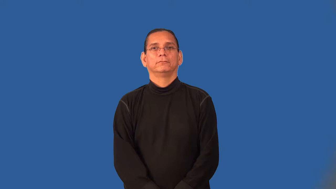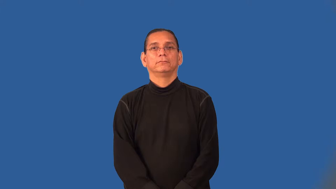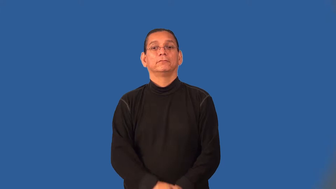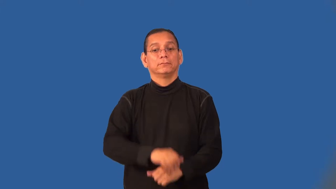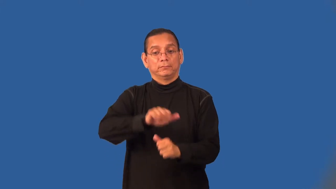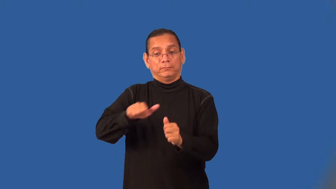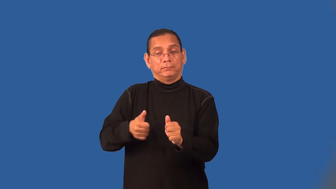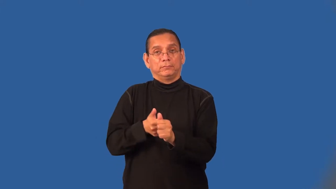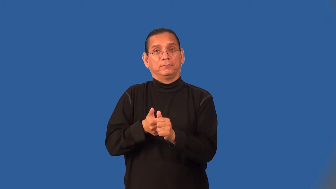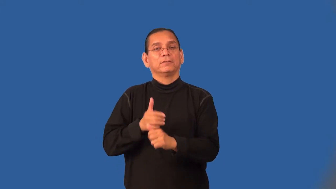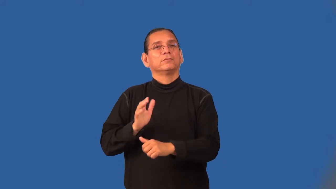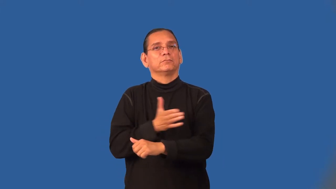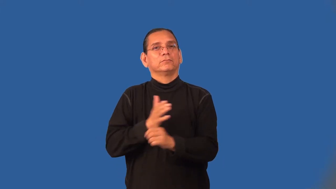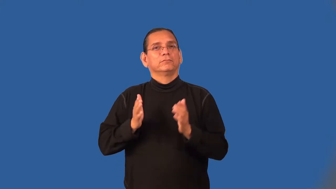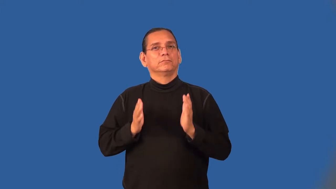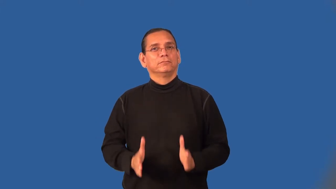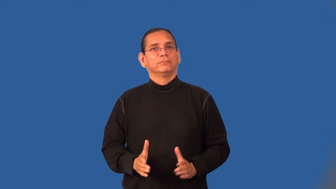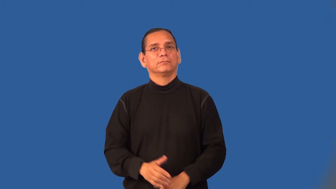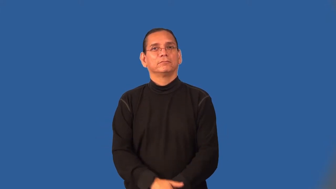accompanist